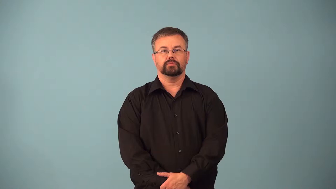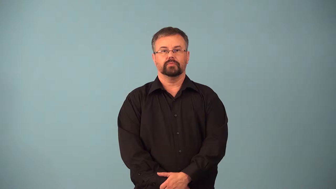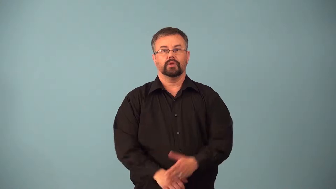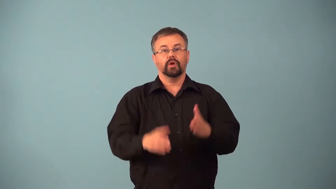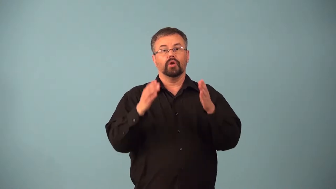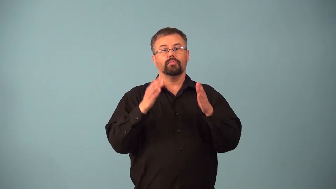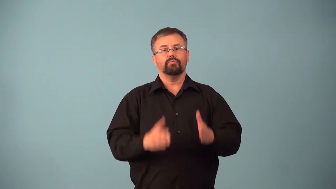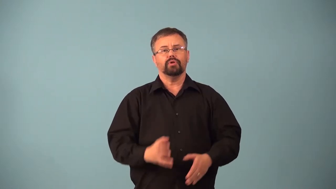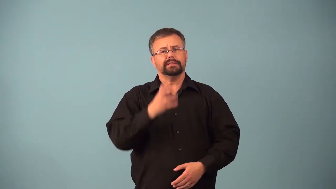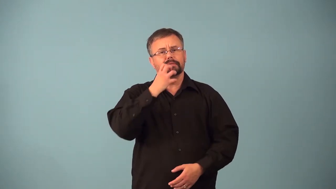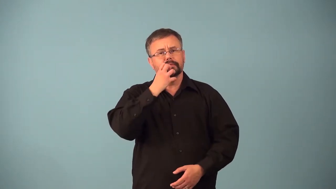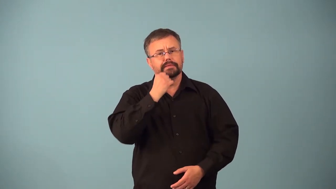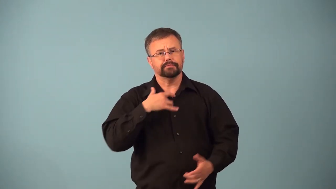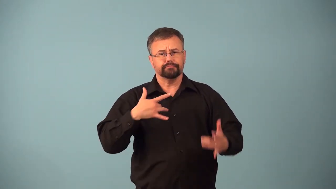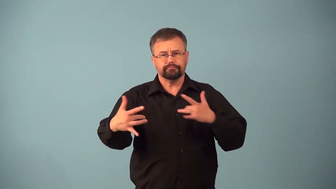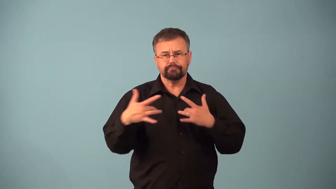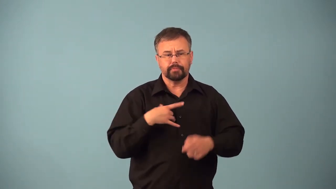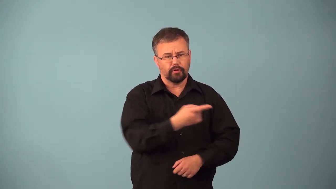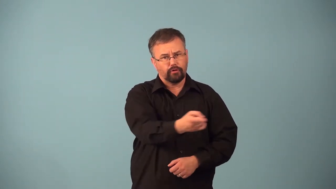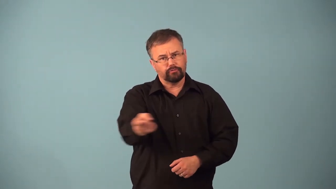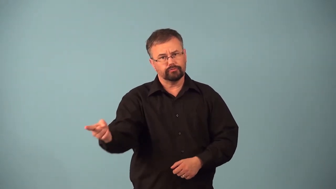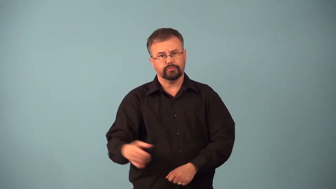altruist